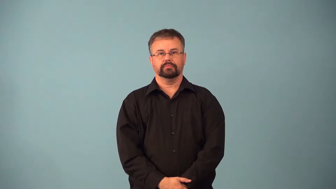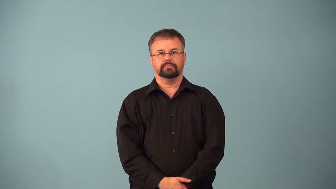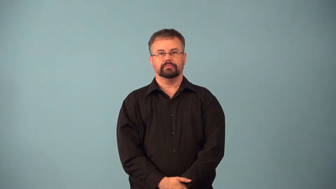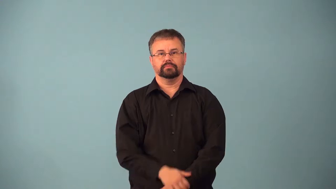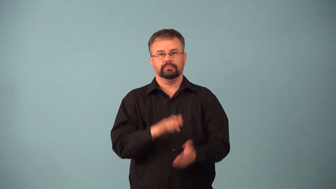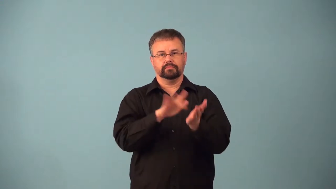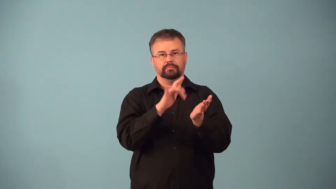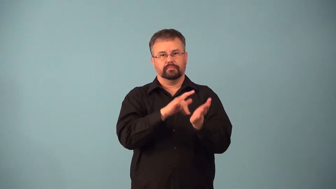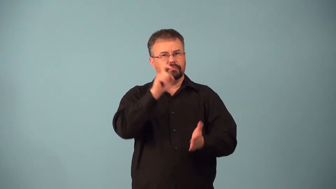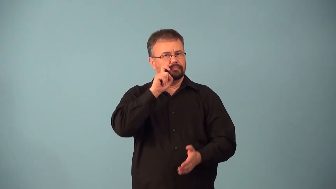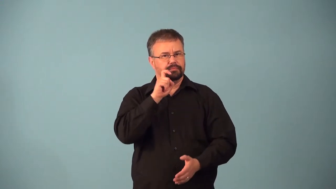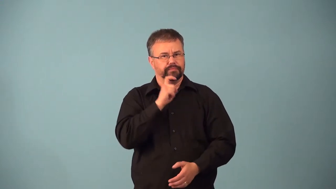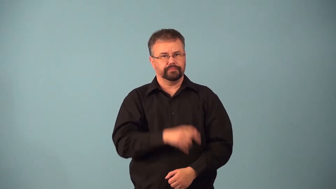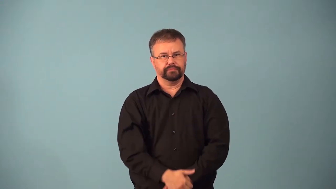abuse-sexually